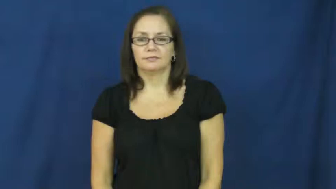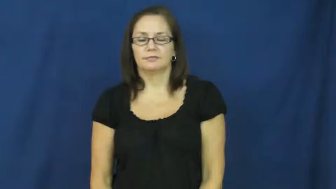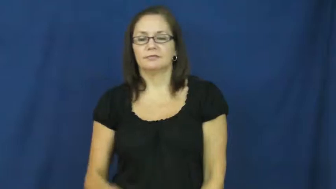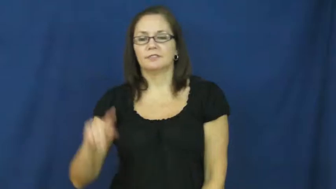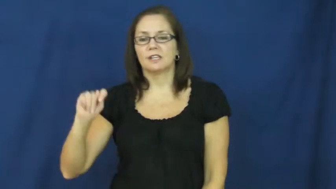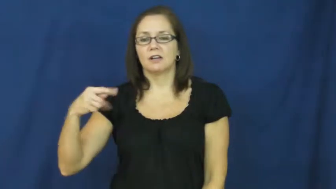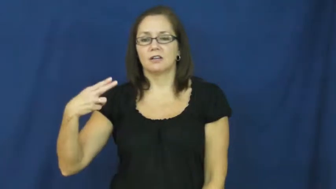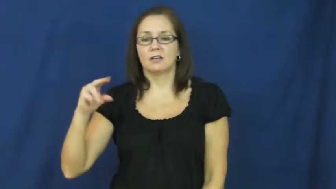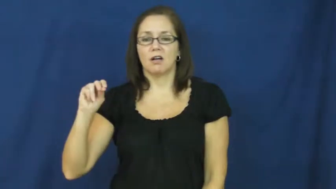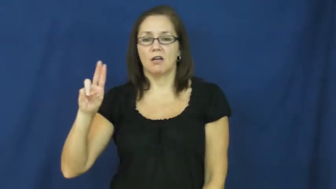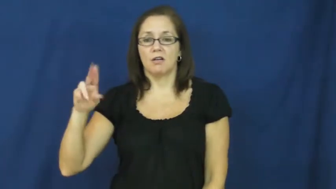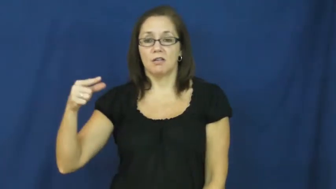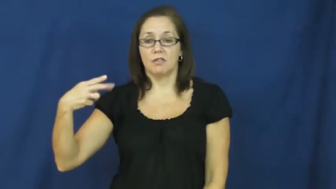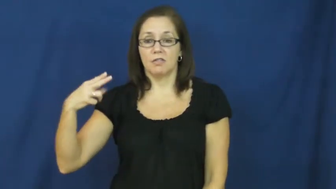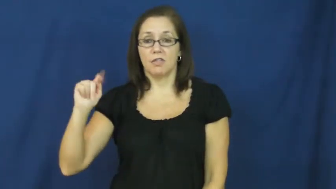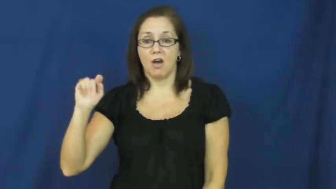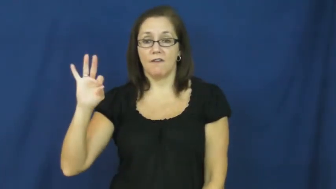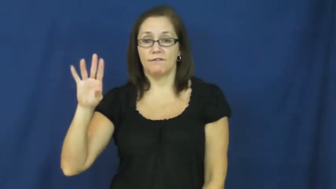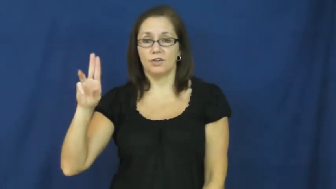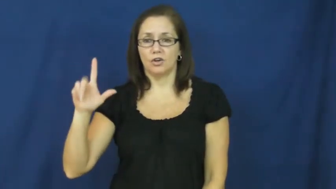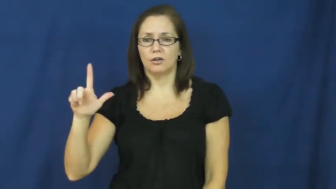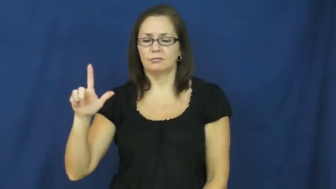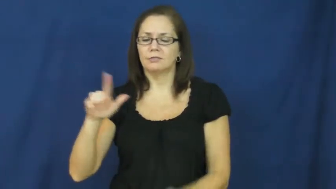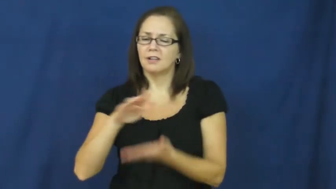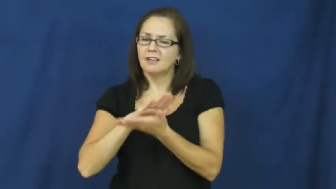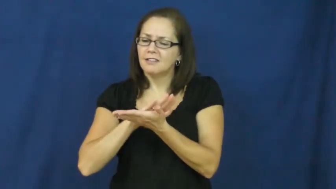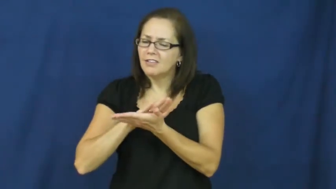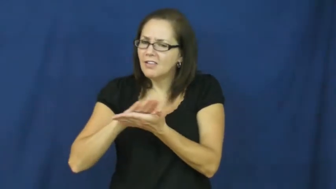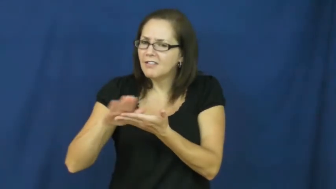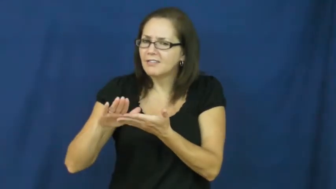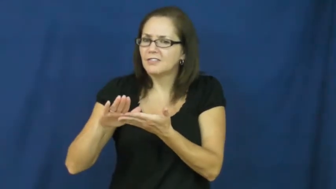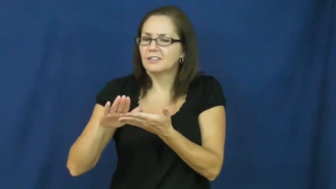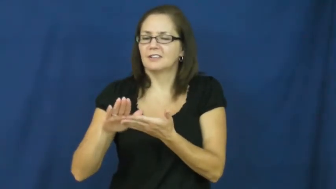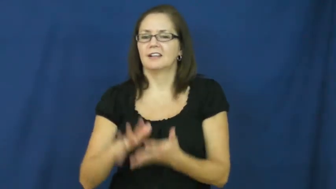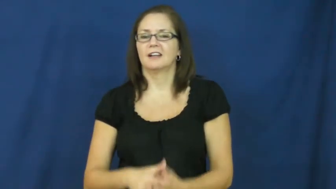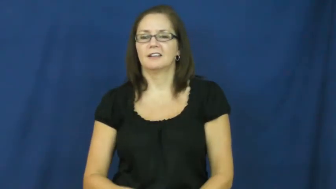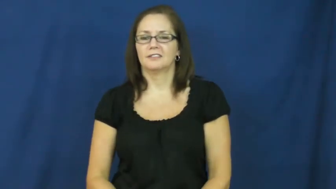thoughtful-nice